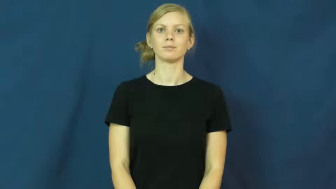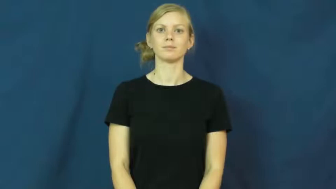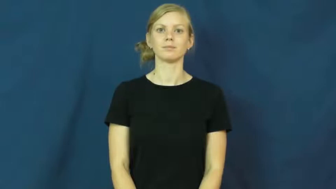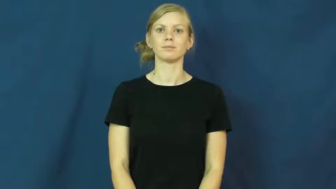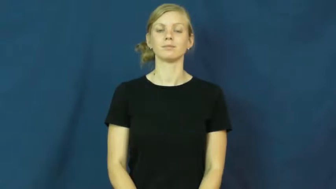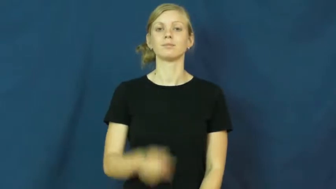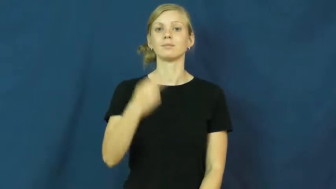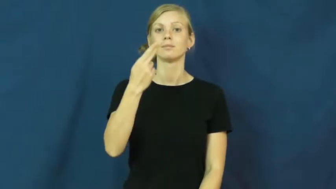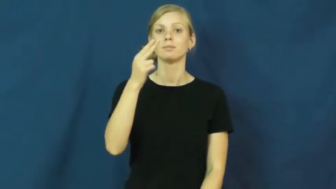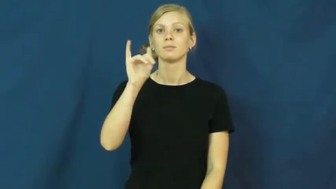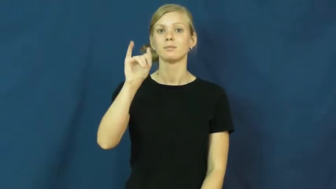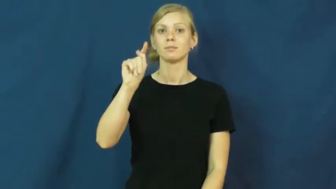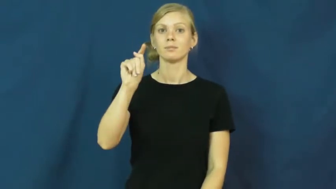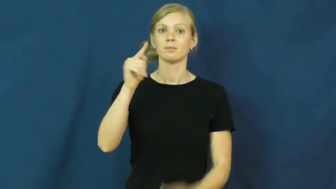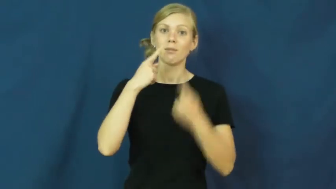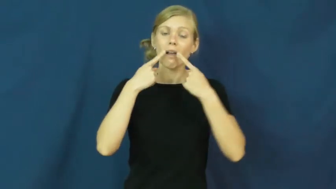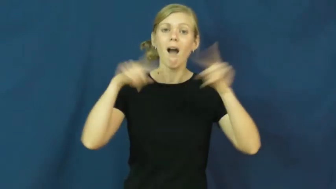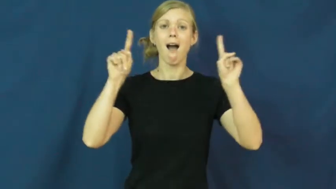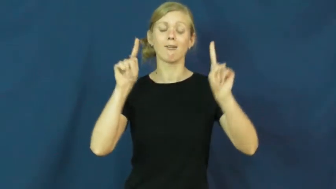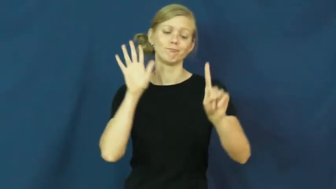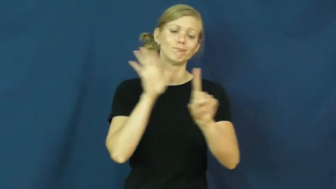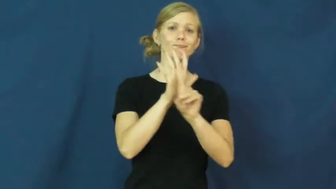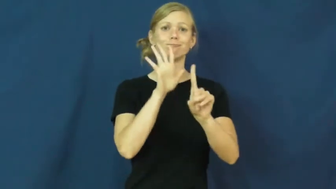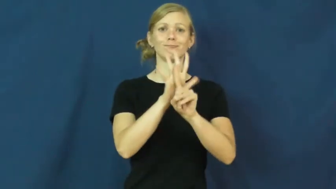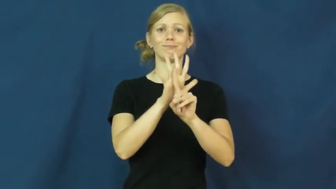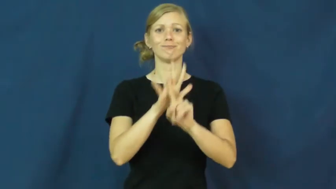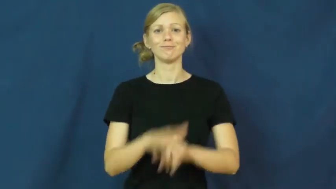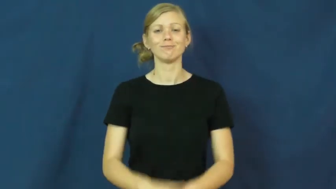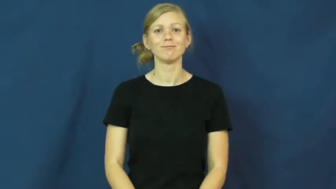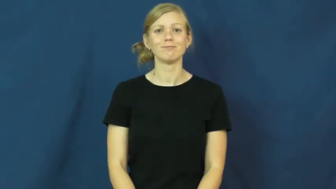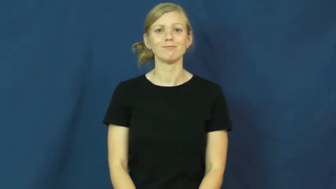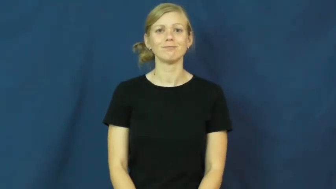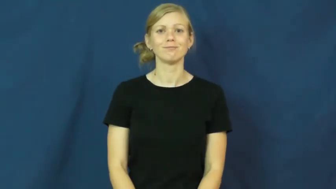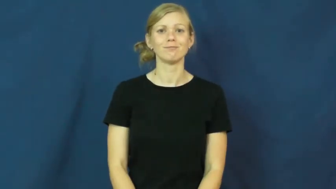hit-popular